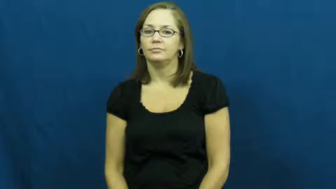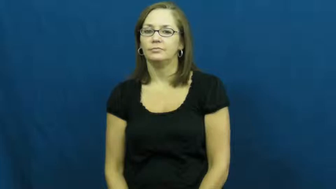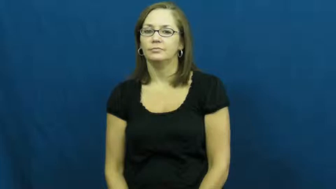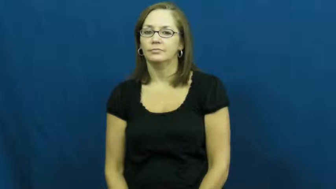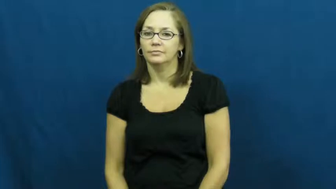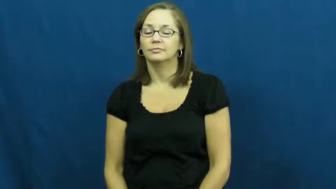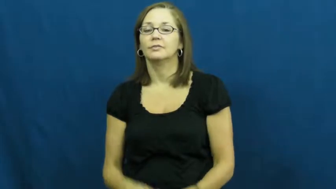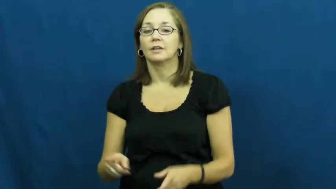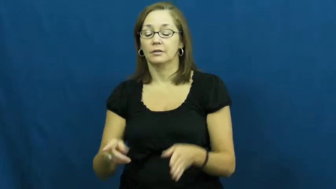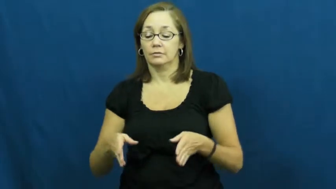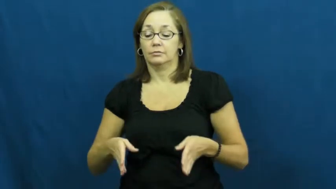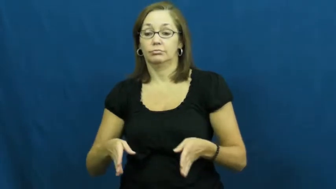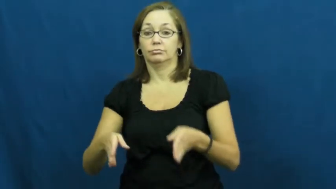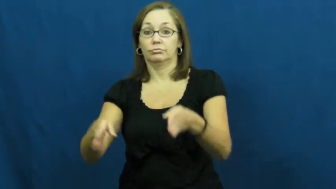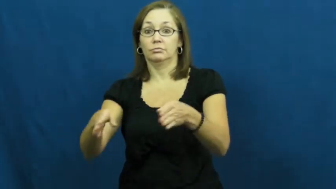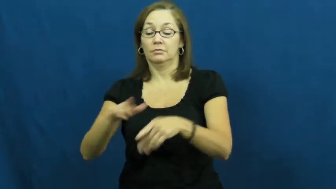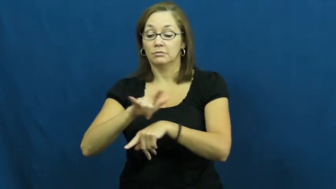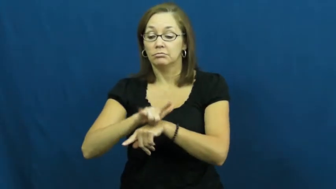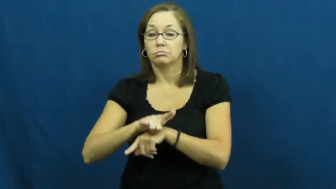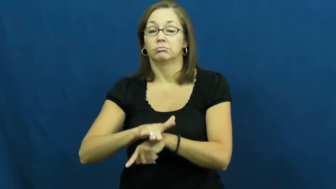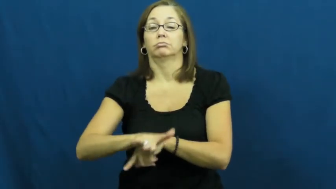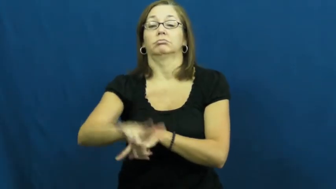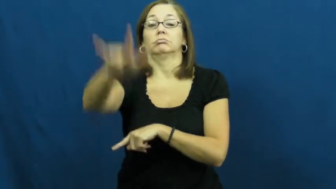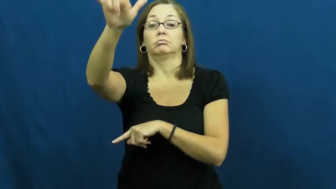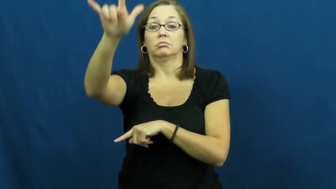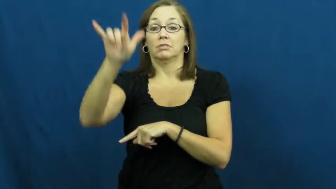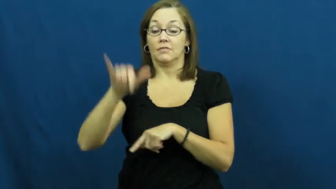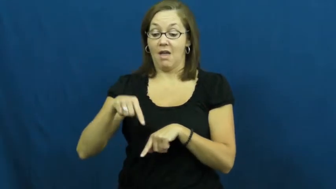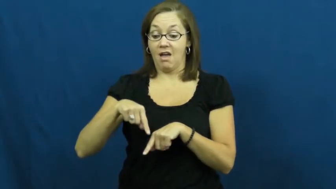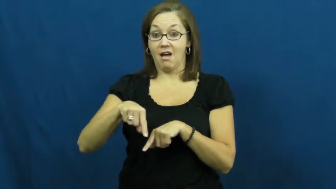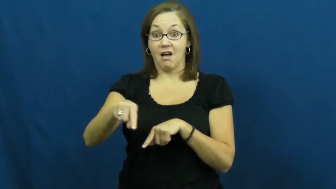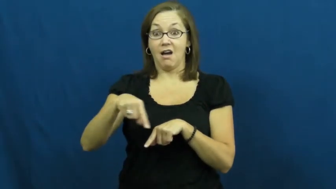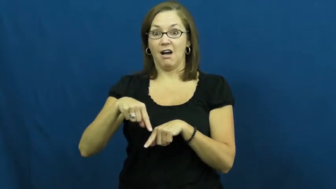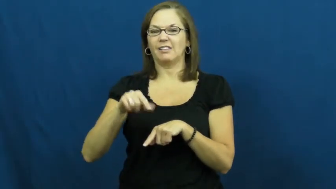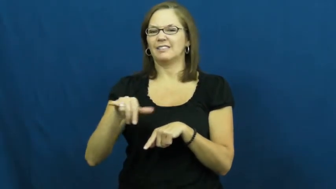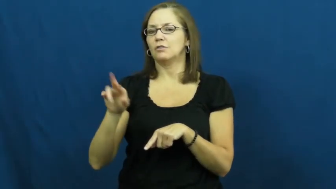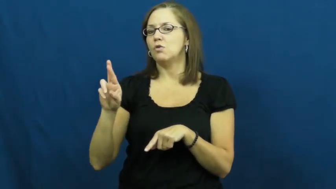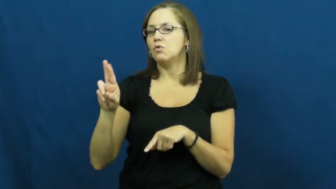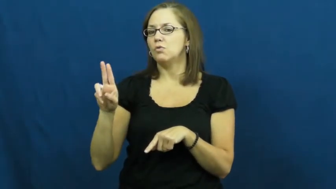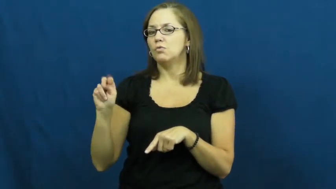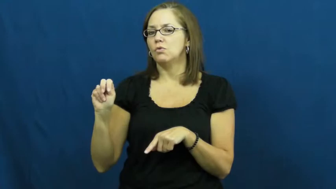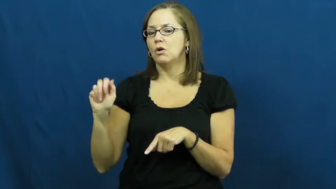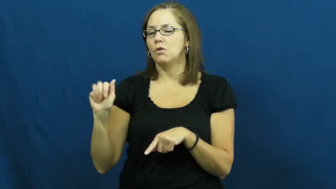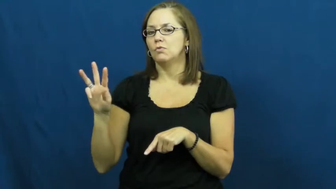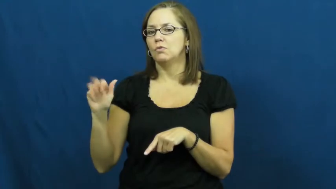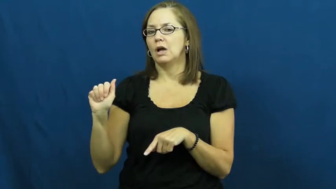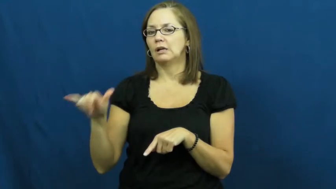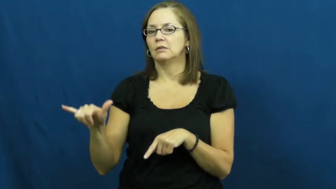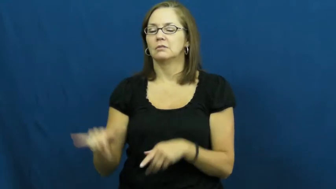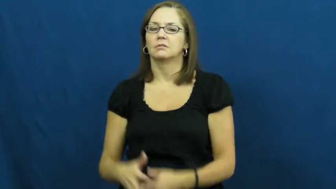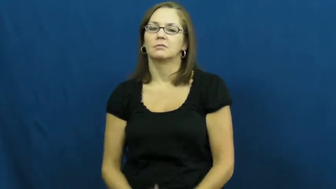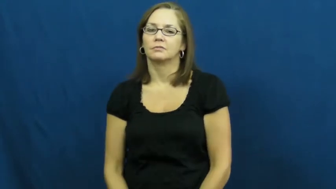runway-plane